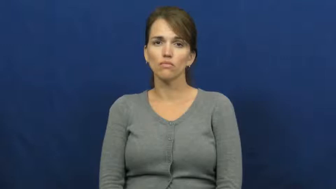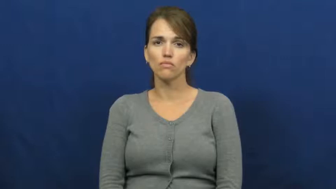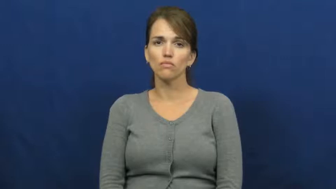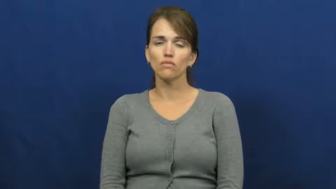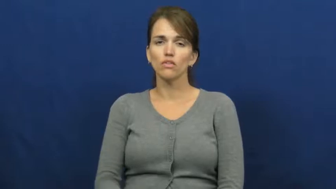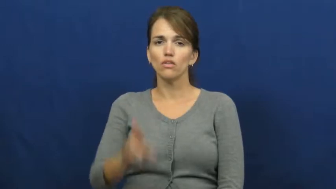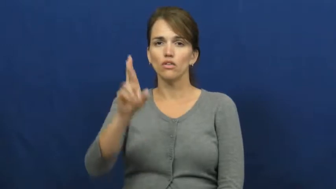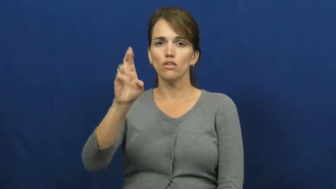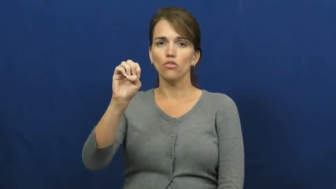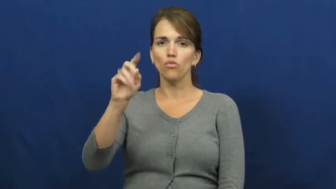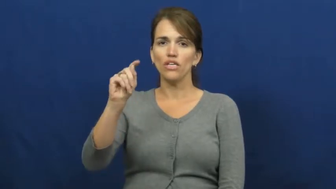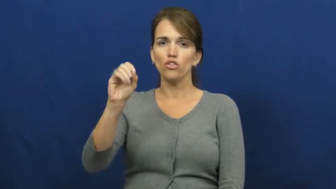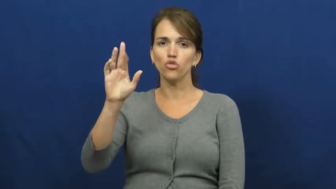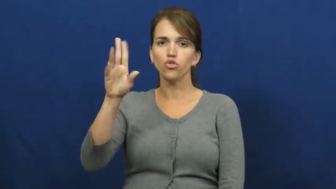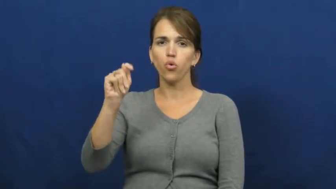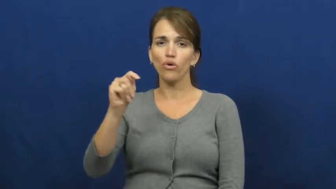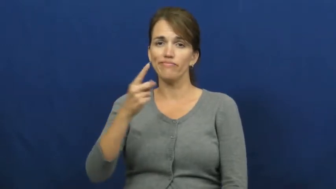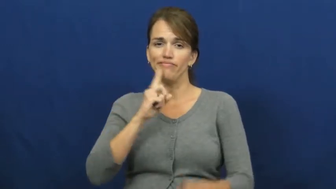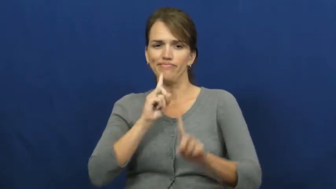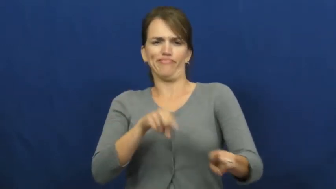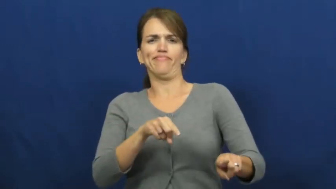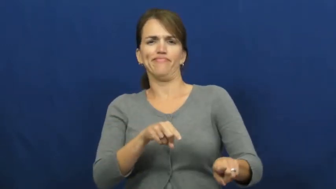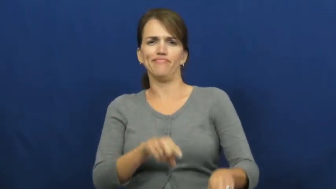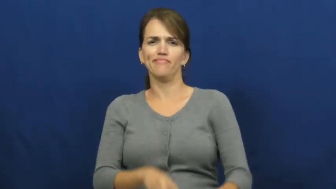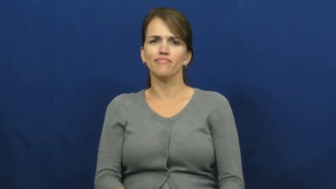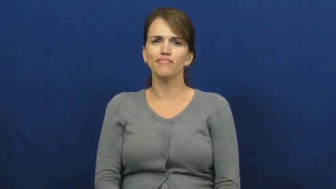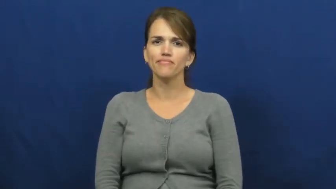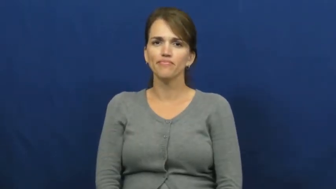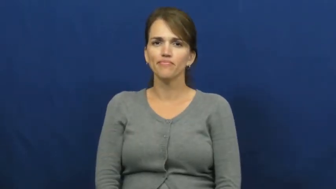retort